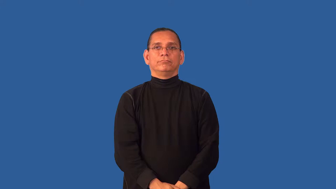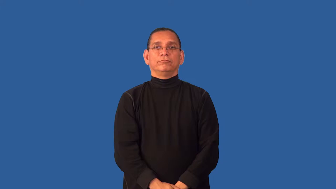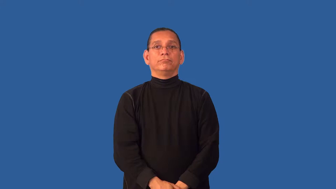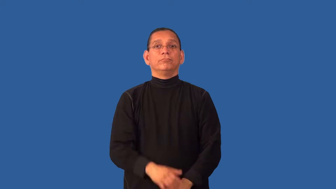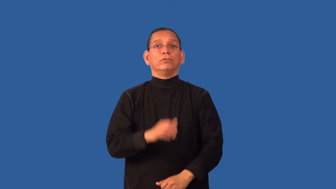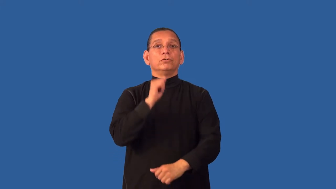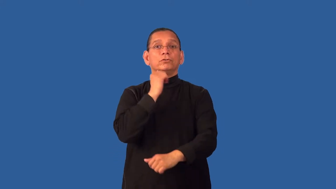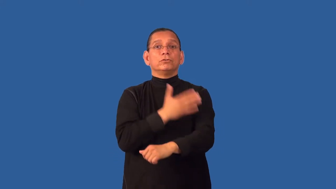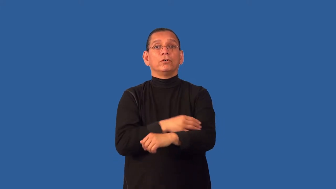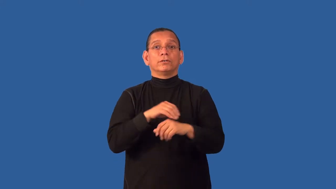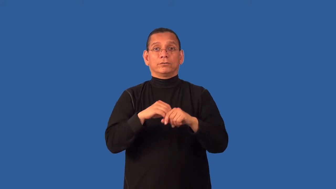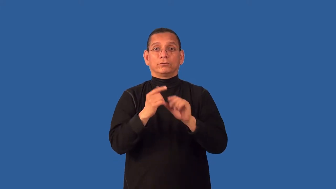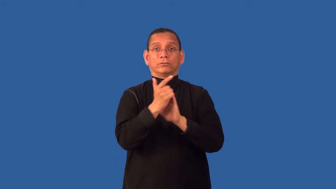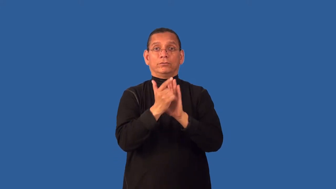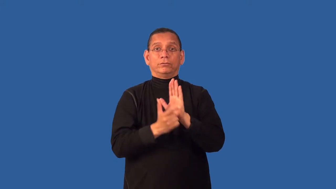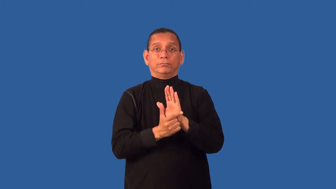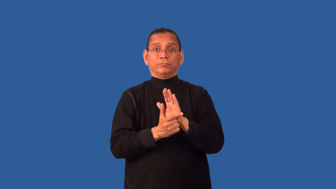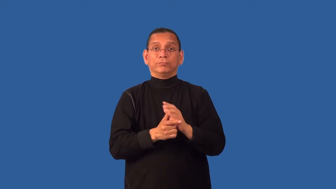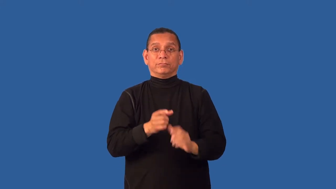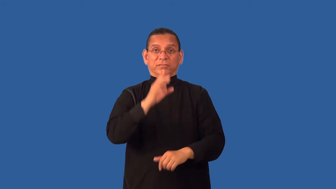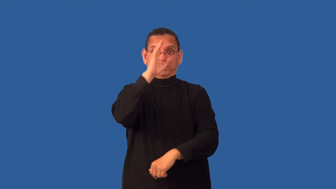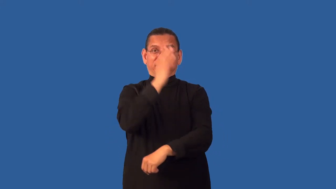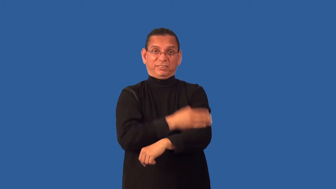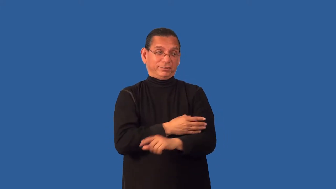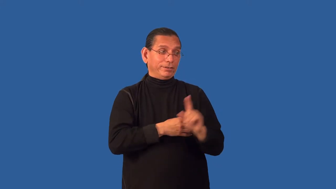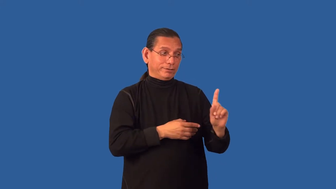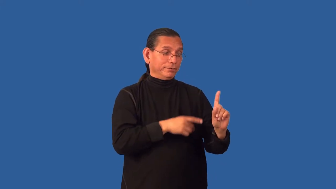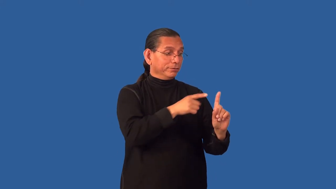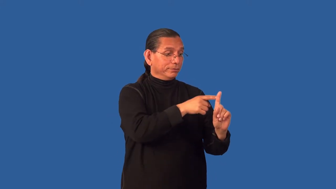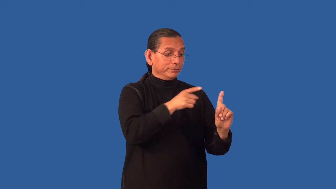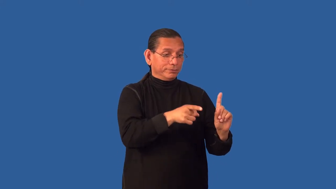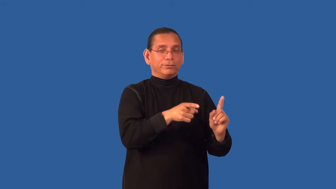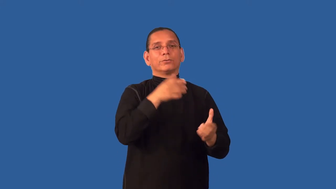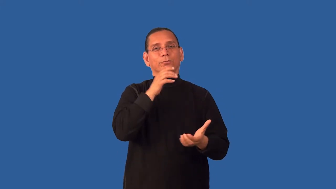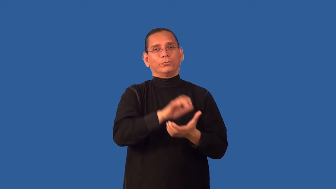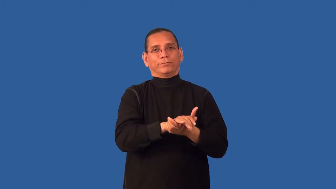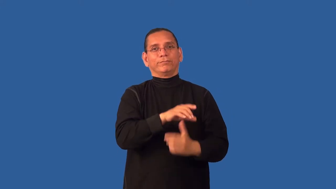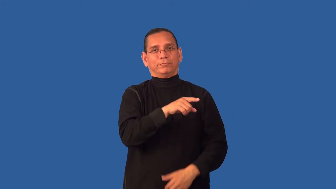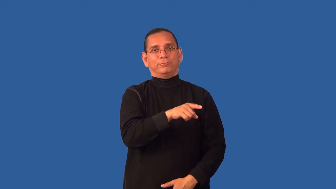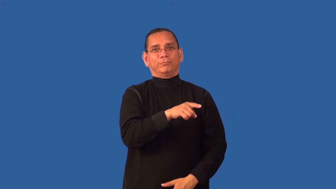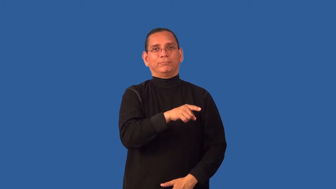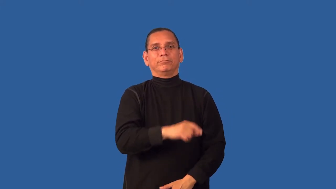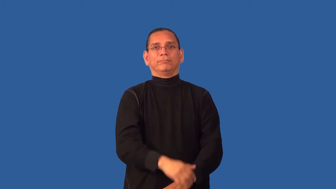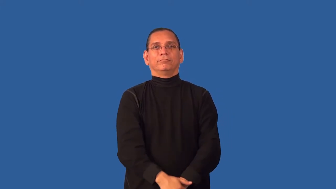daughter-in-law